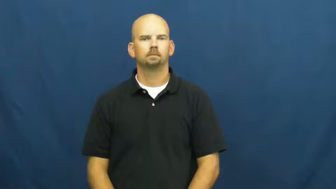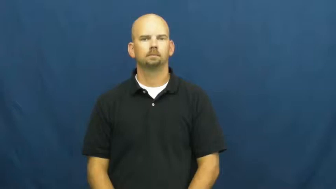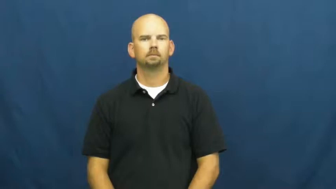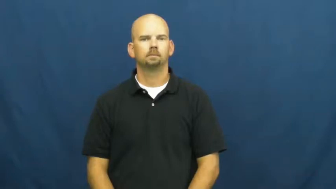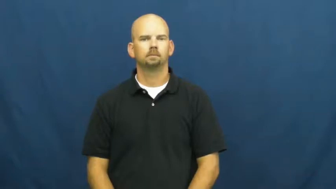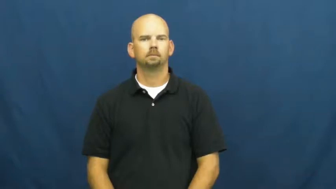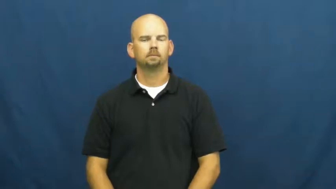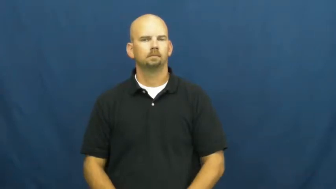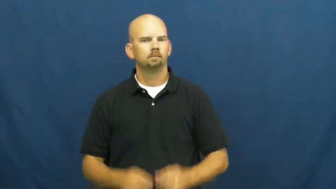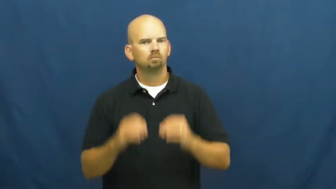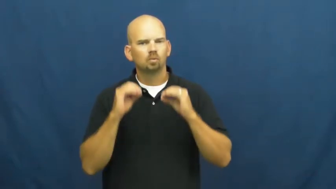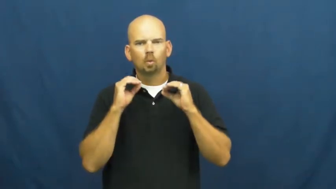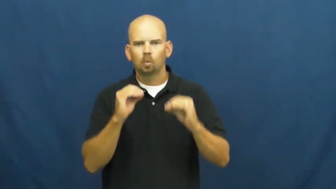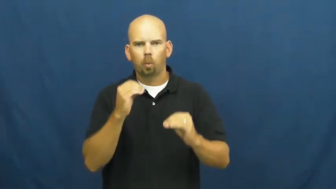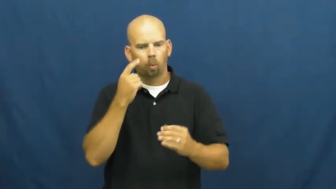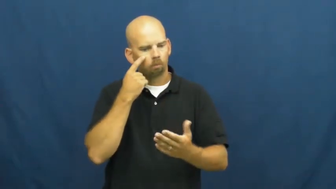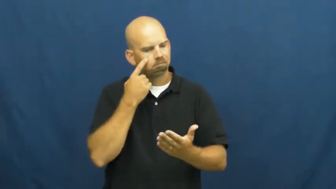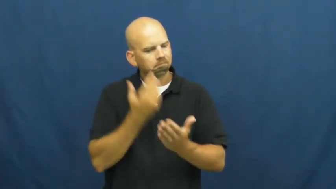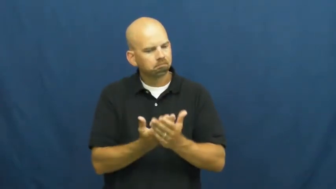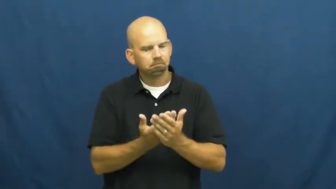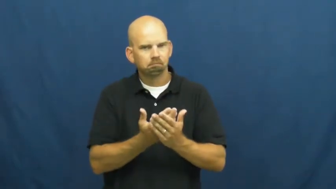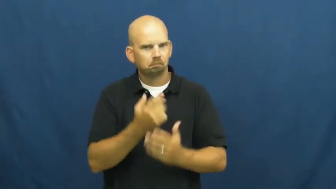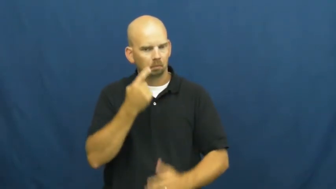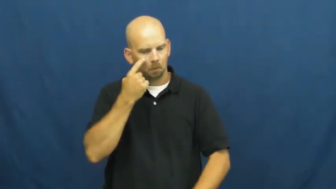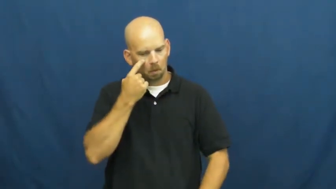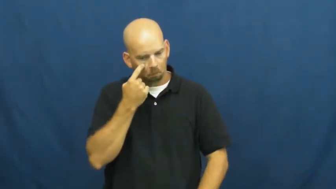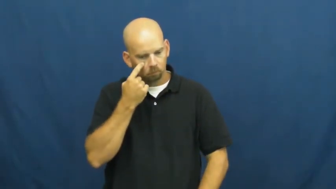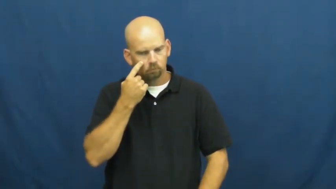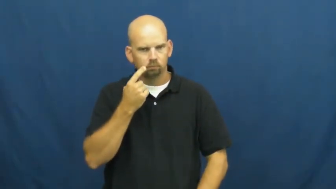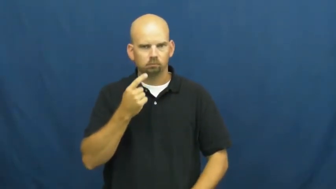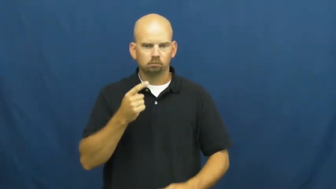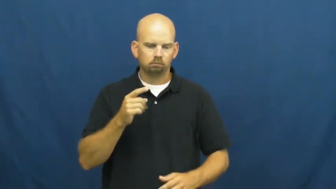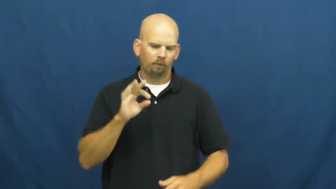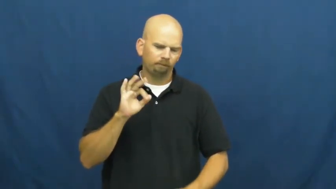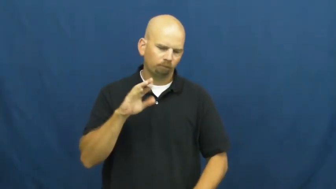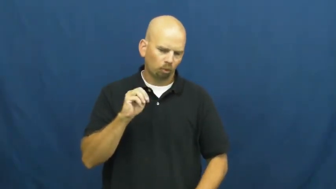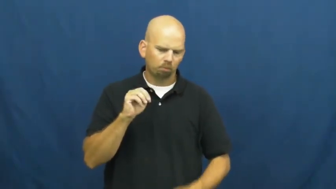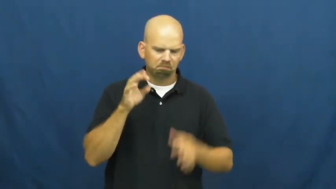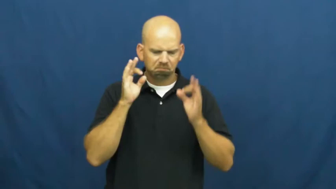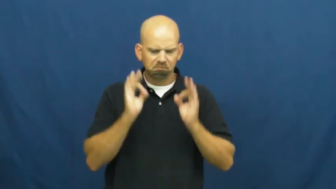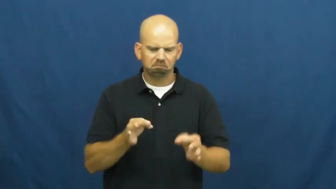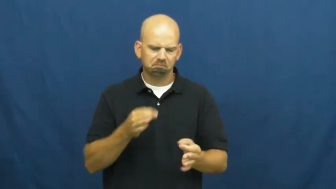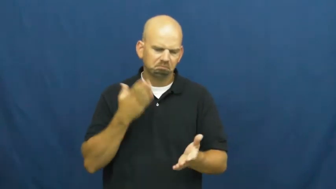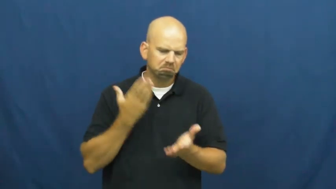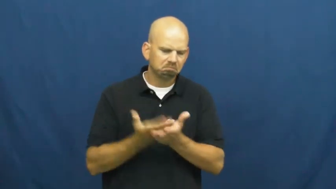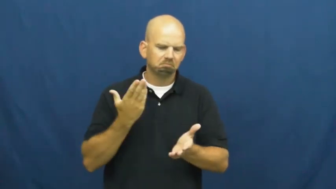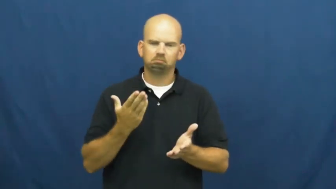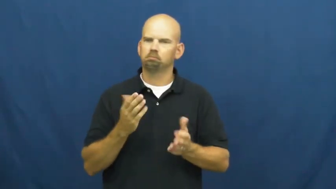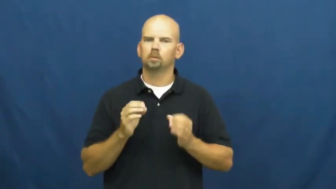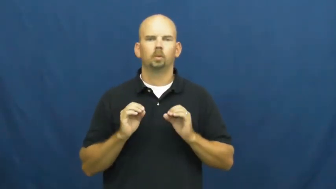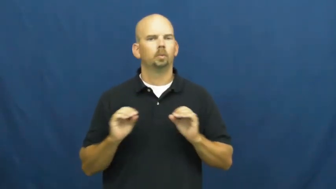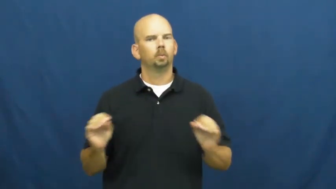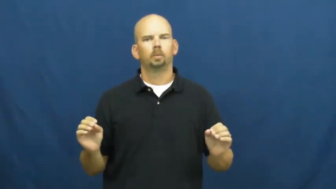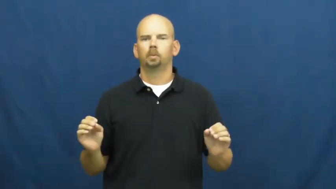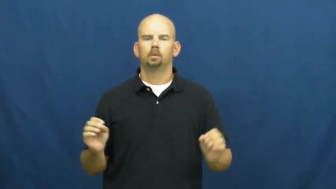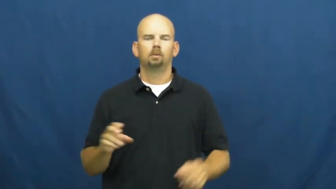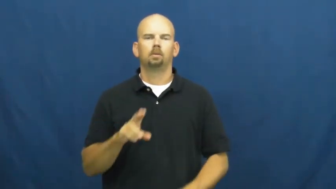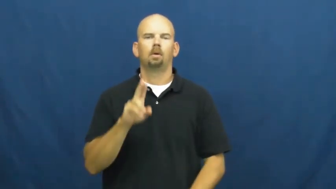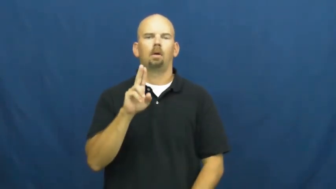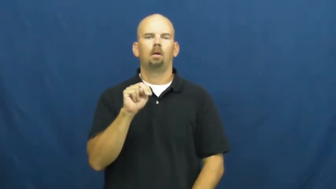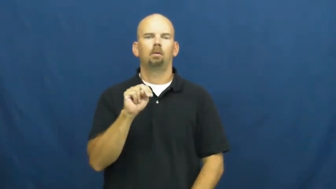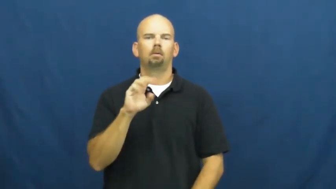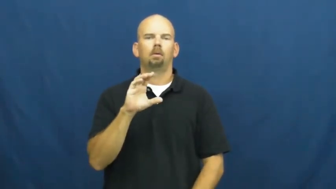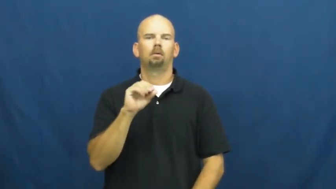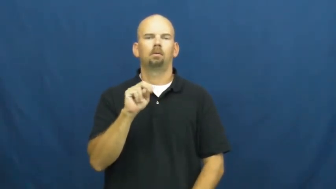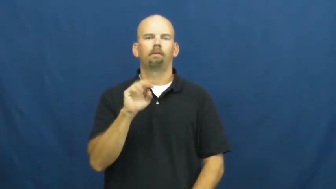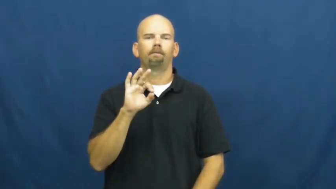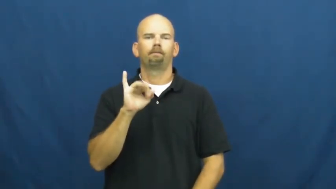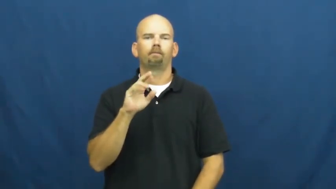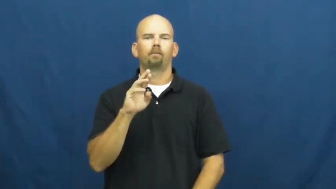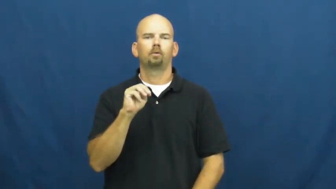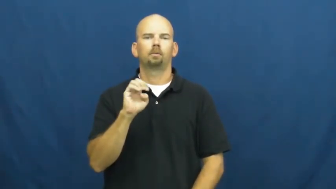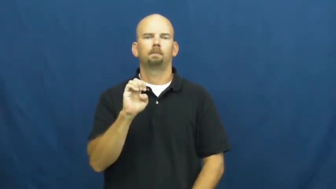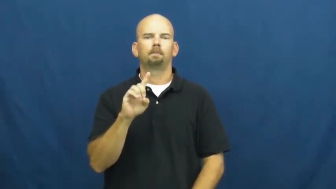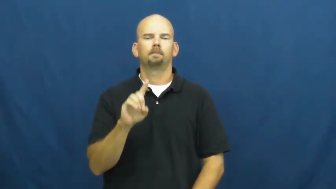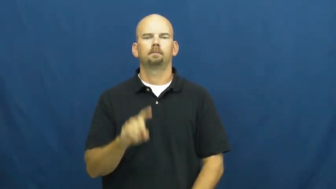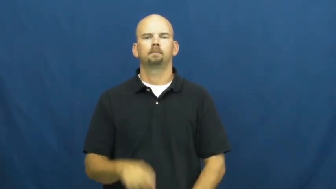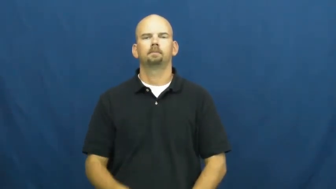unconfirmed